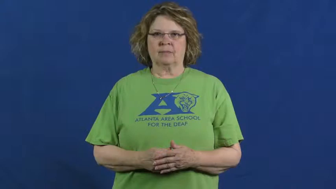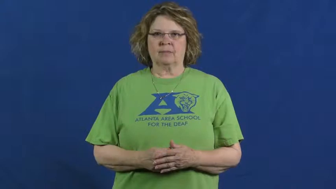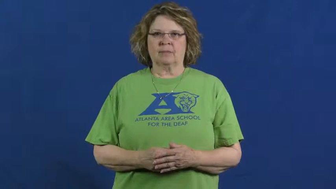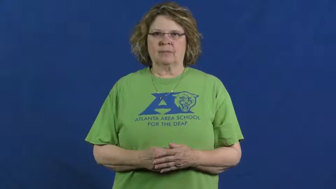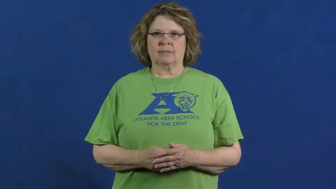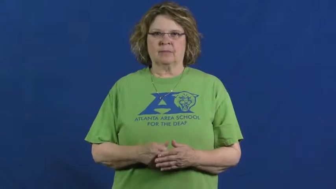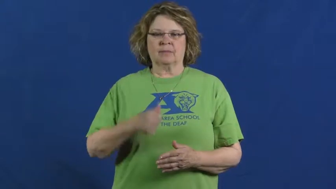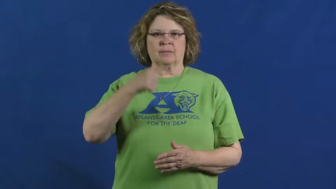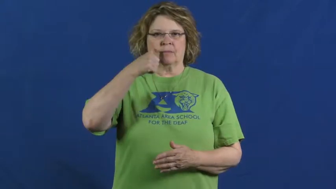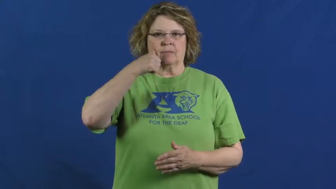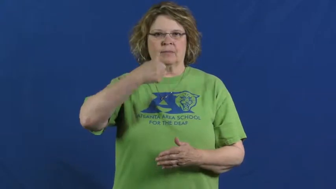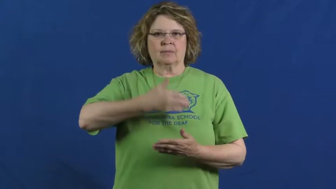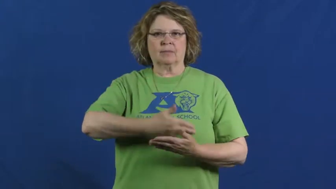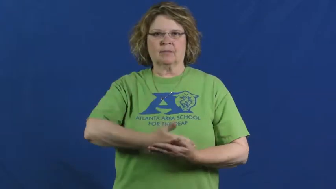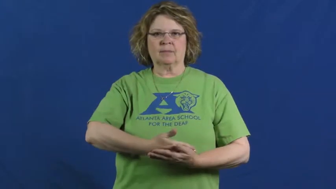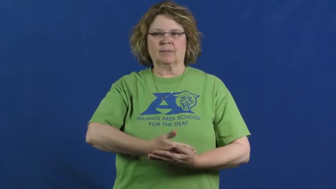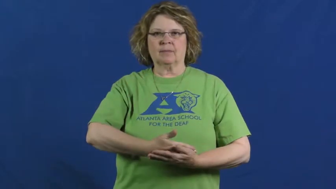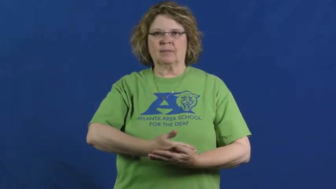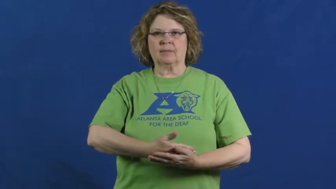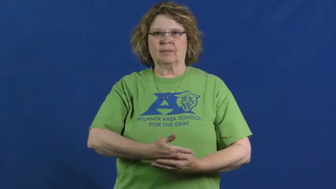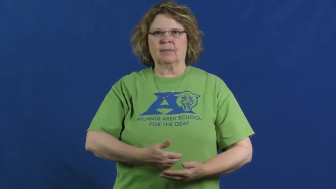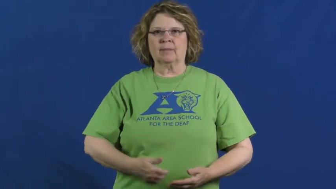daughter